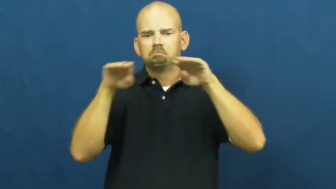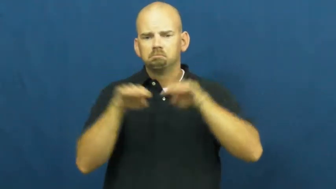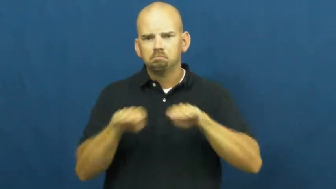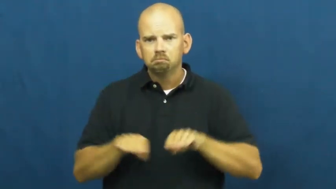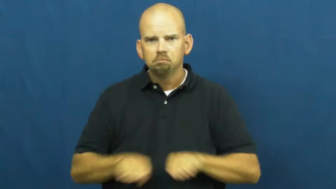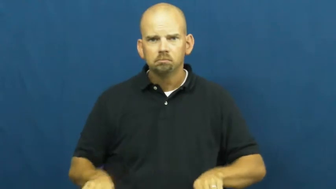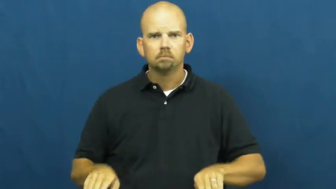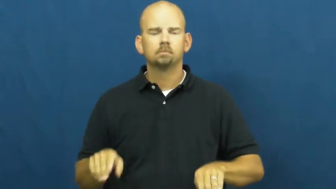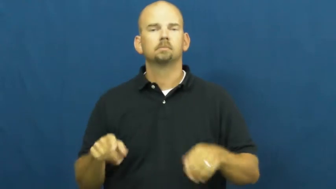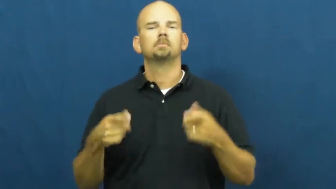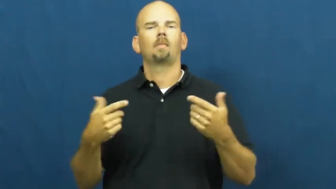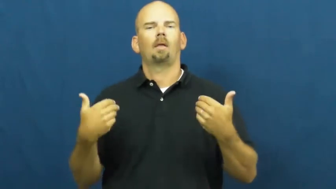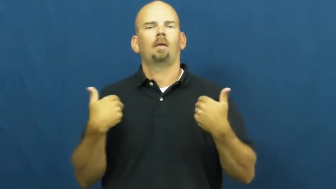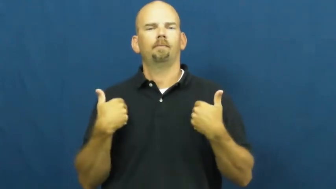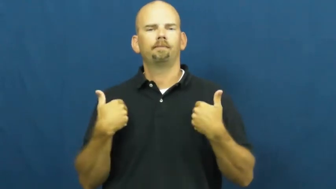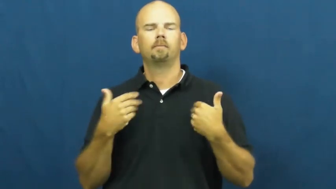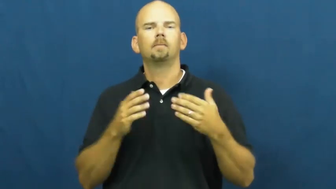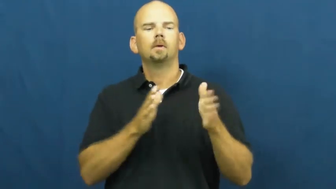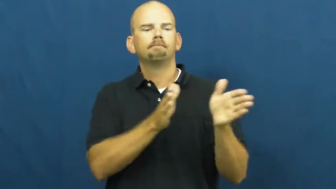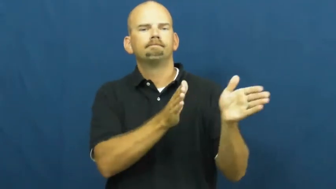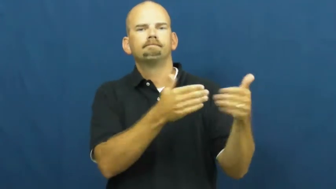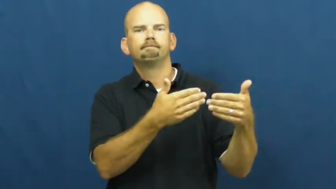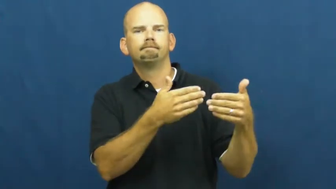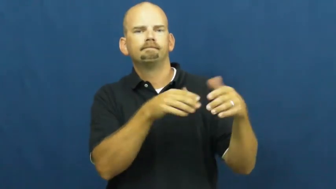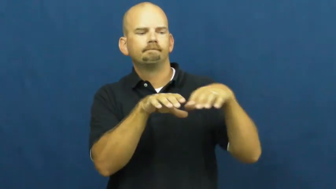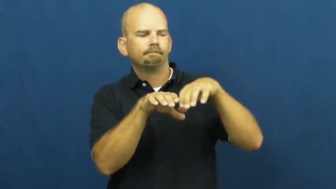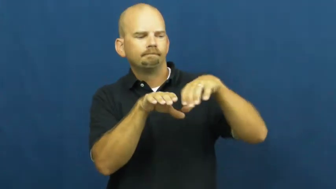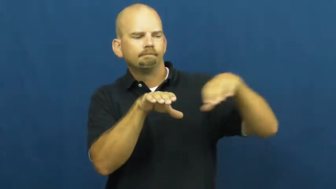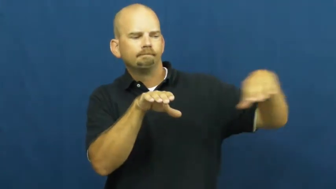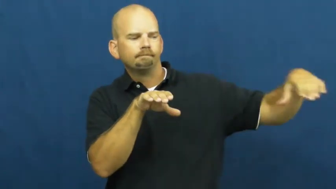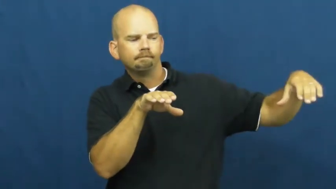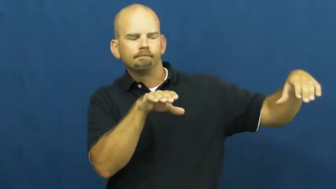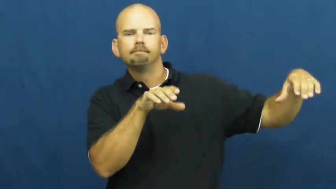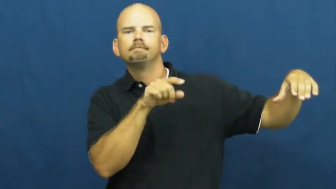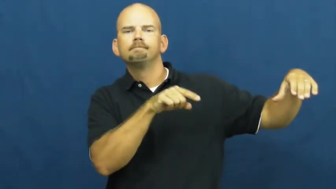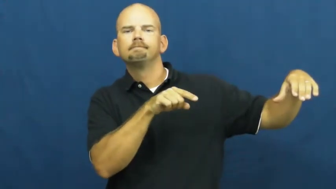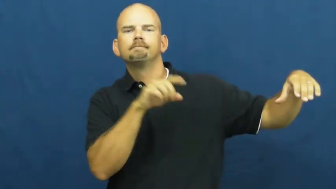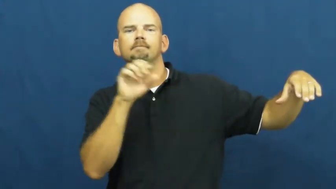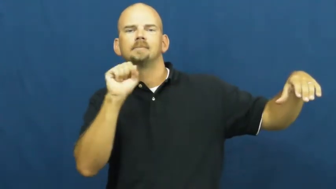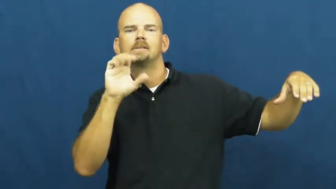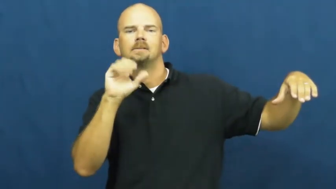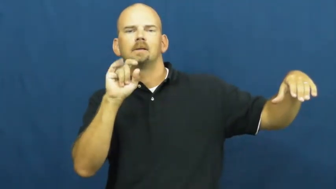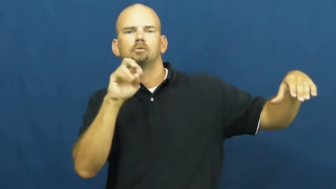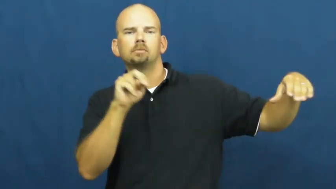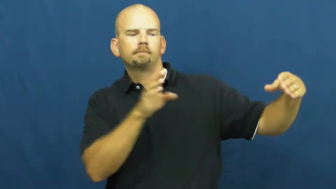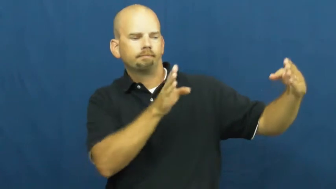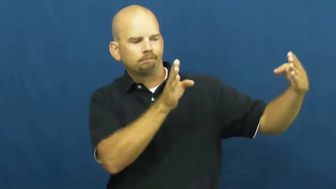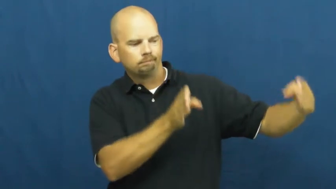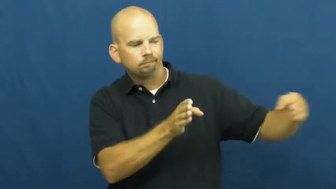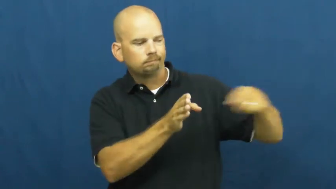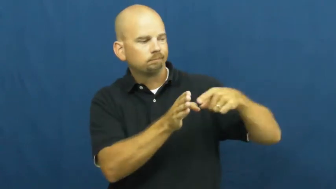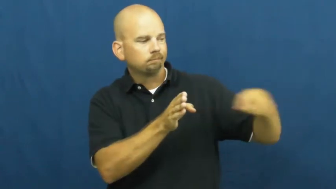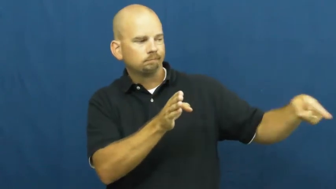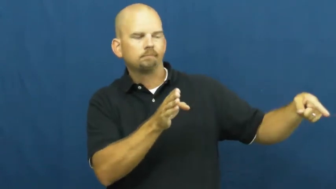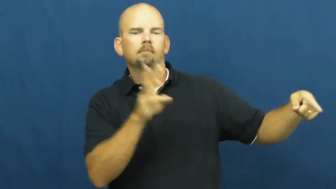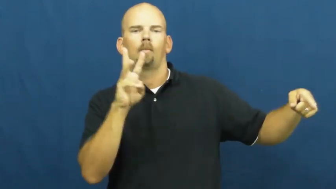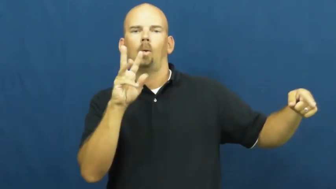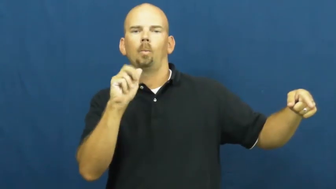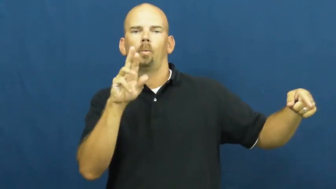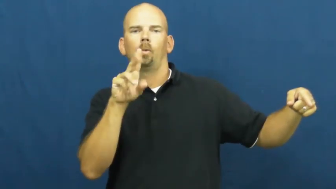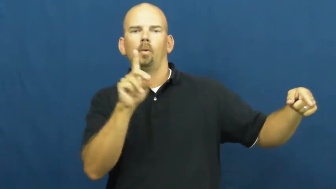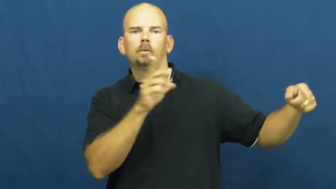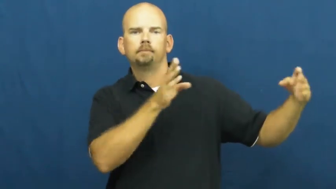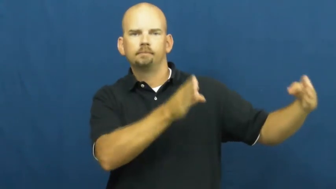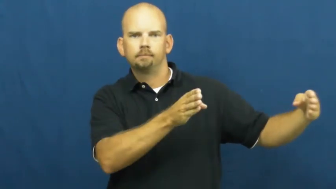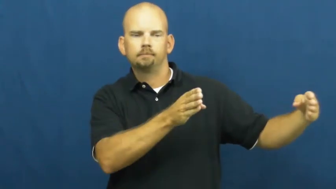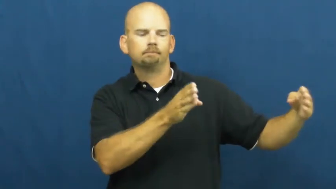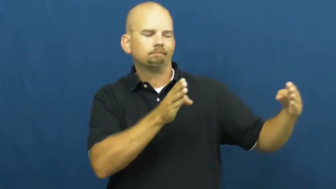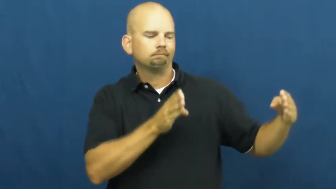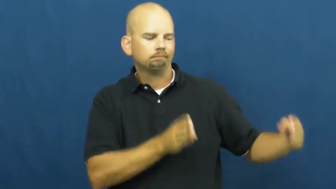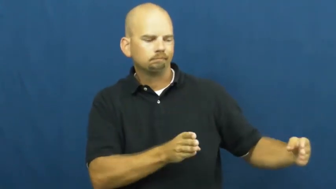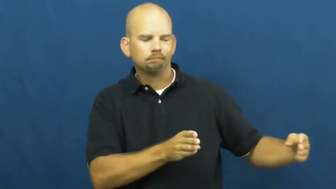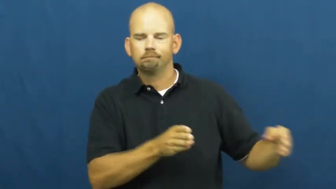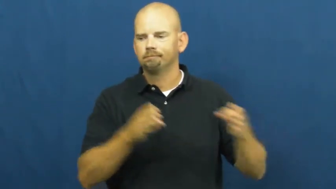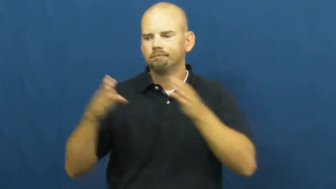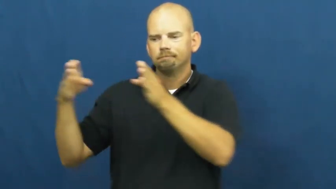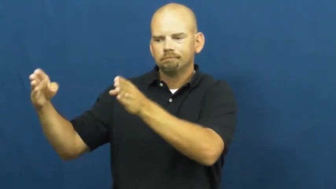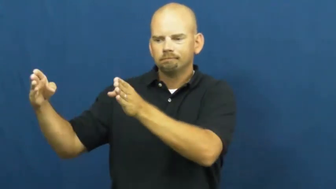ward-hospital